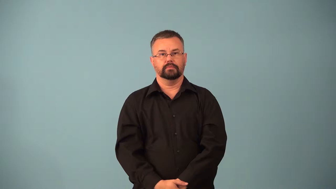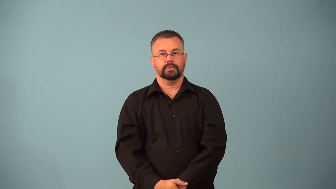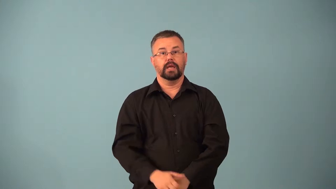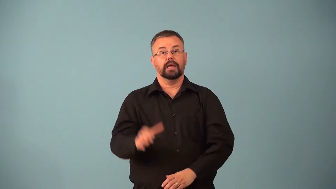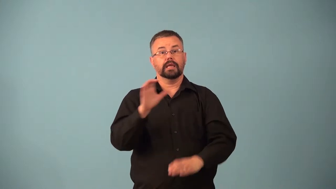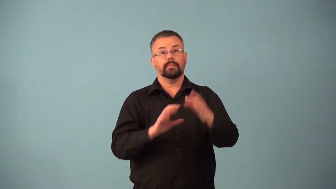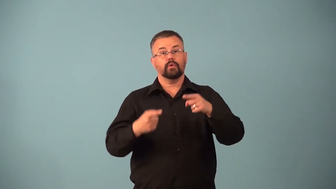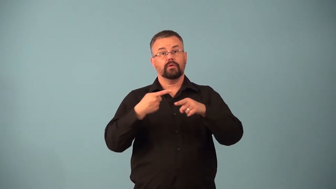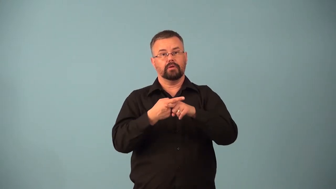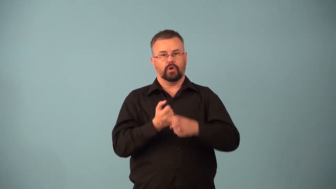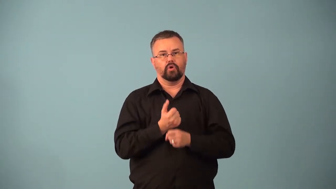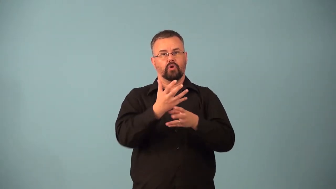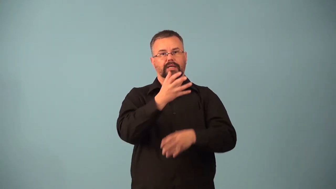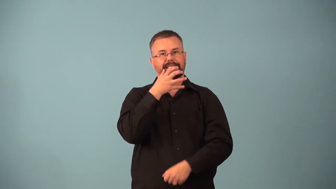exothermic